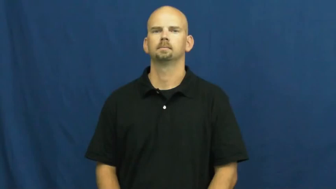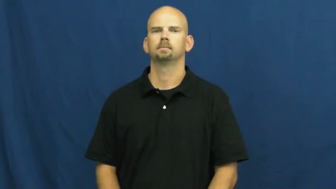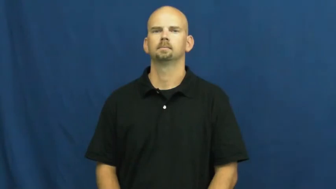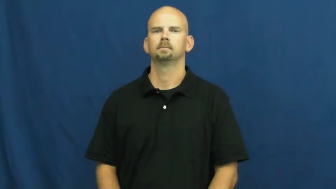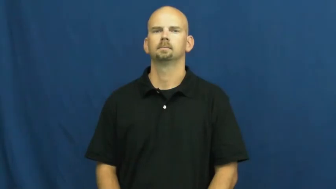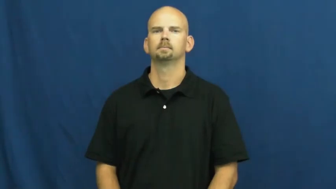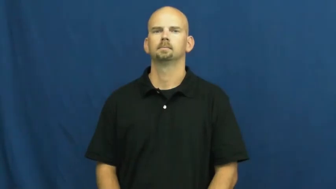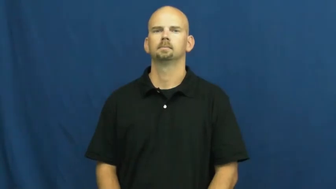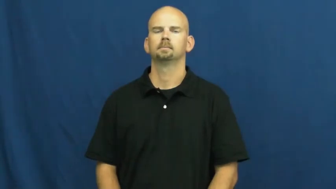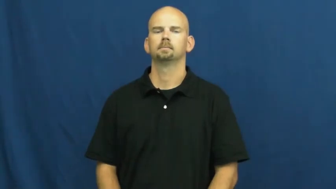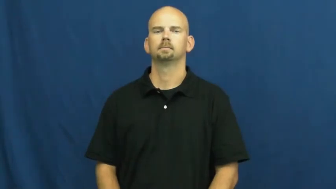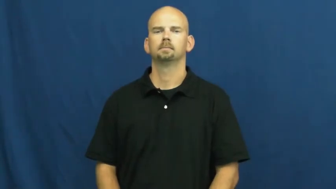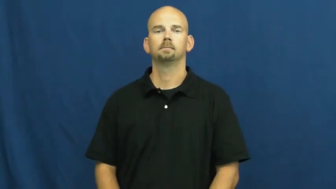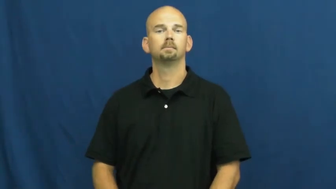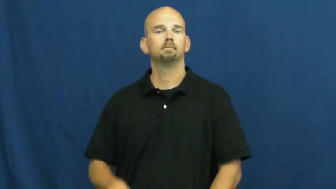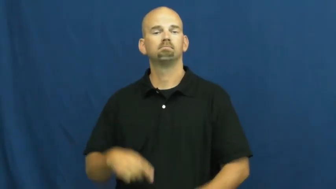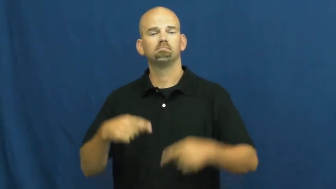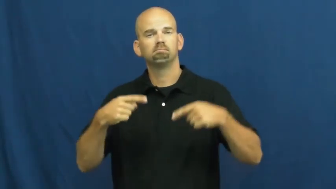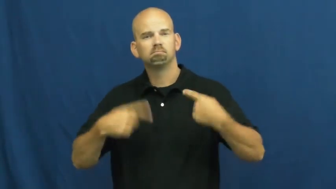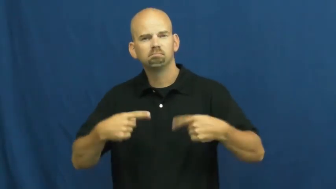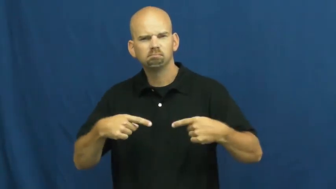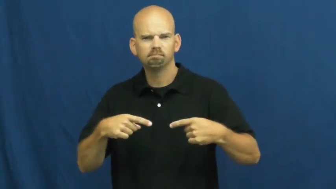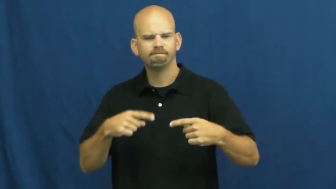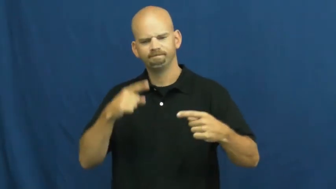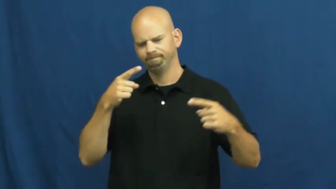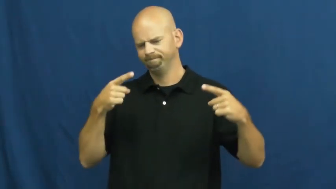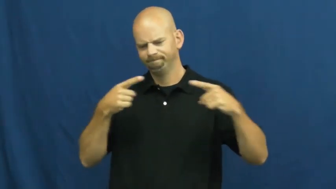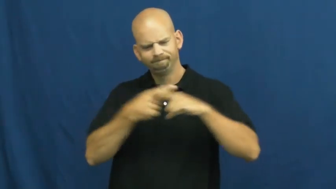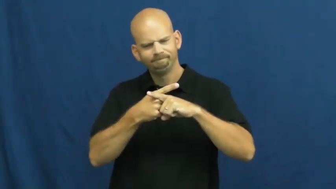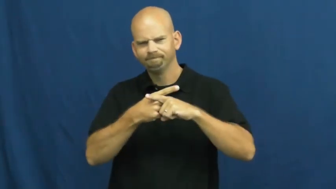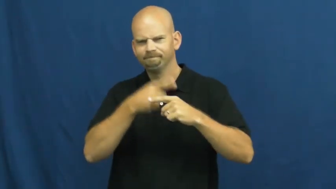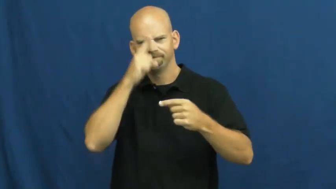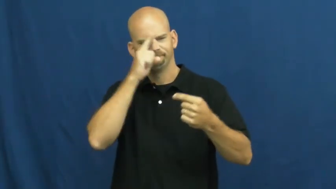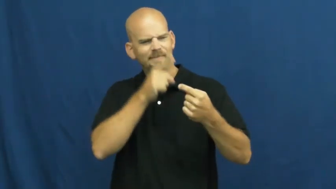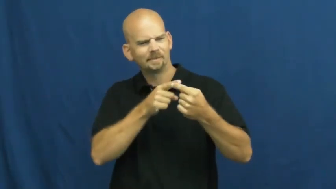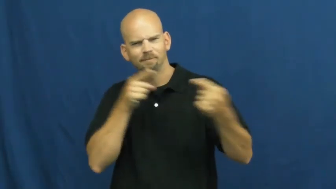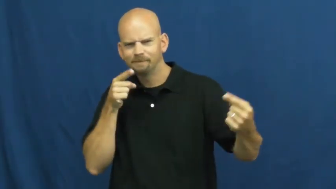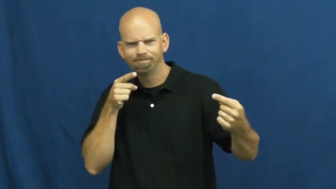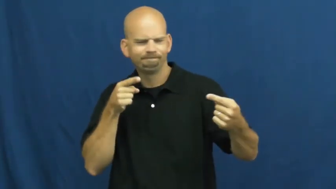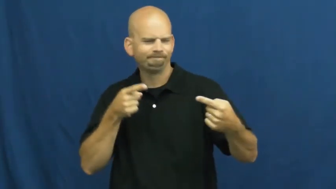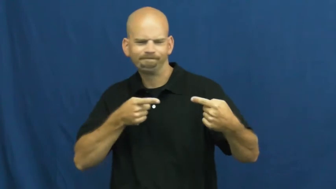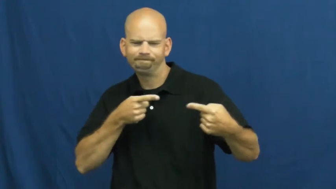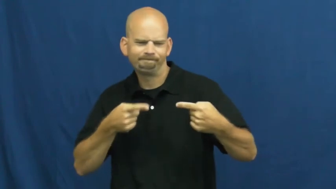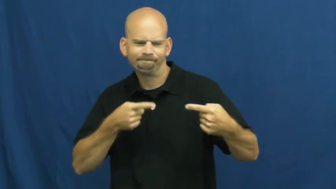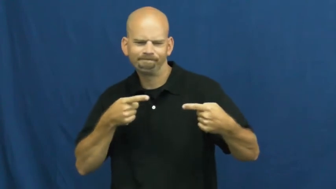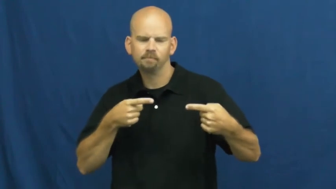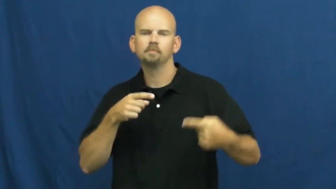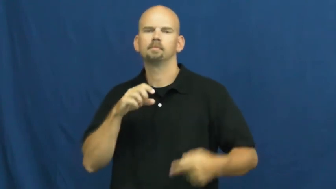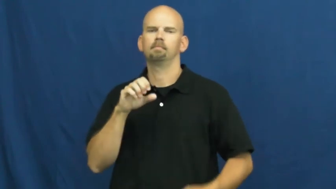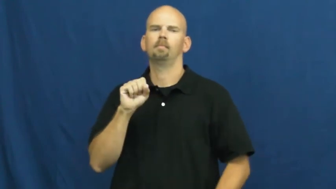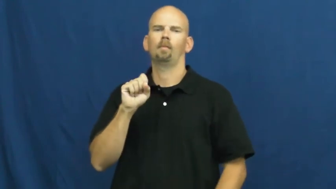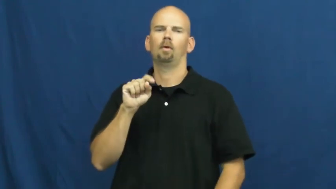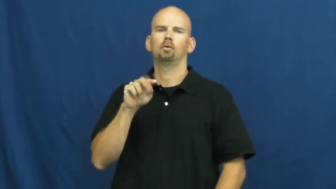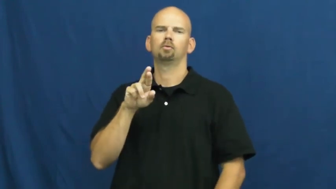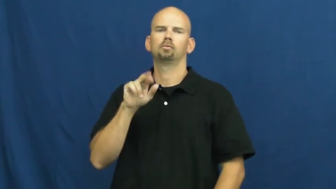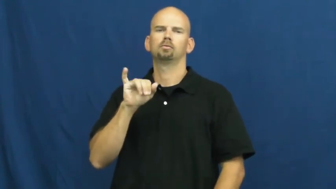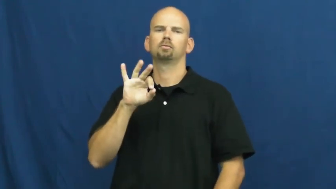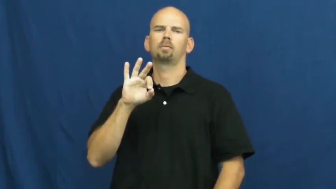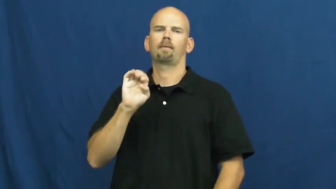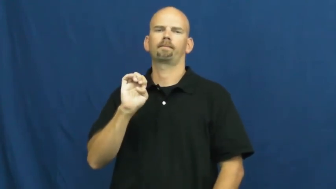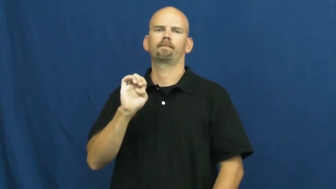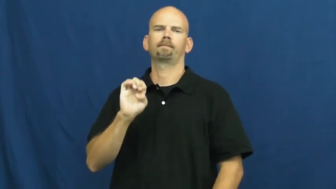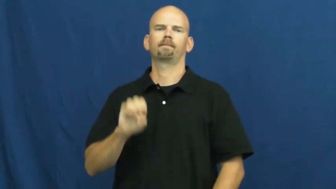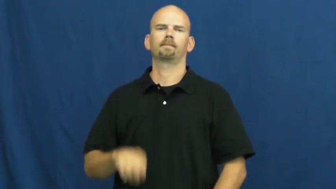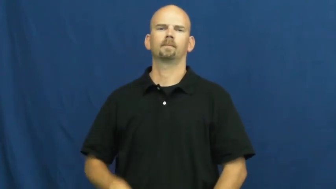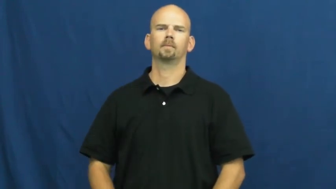strife